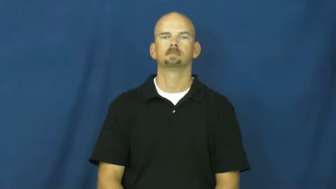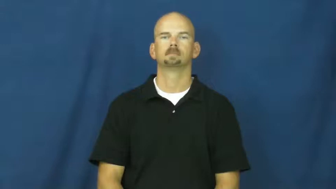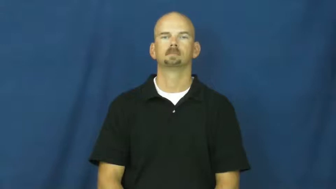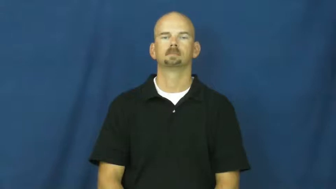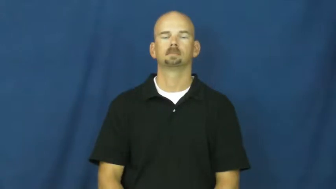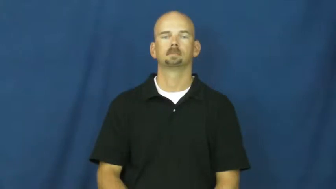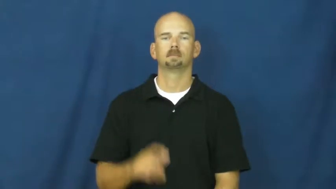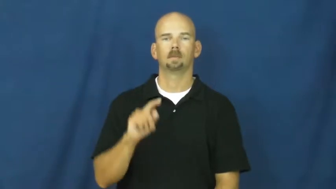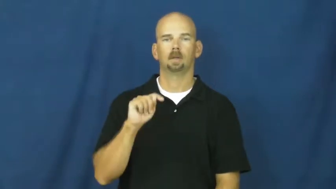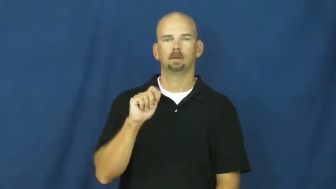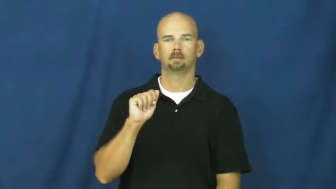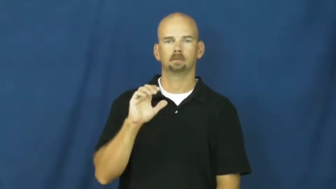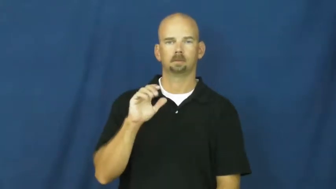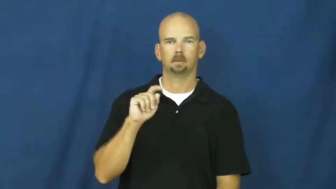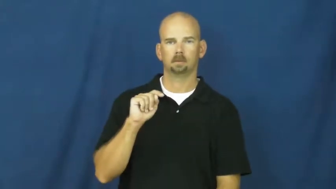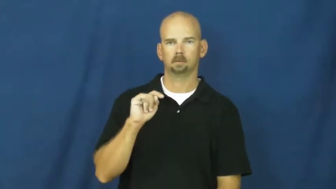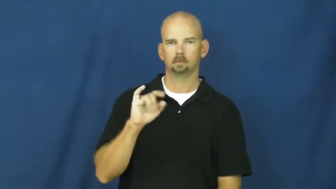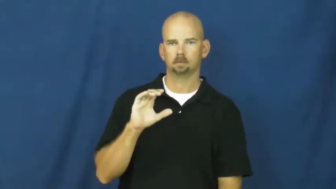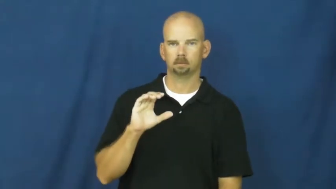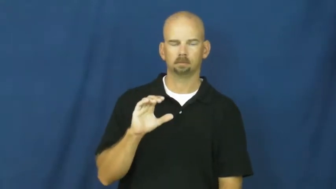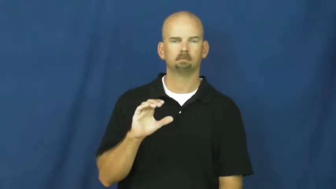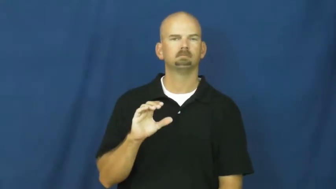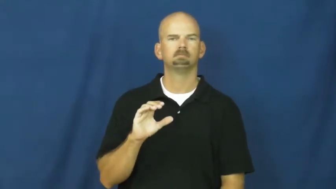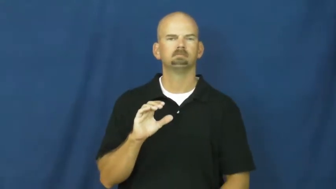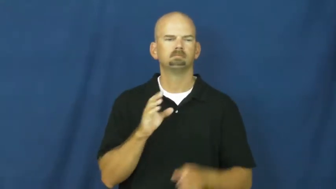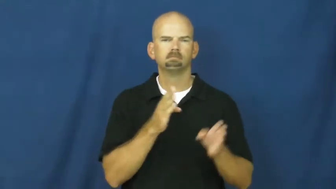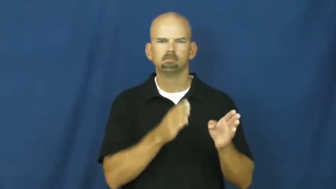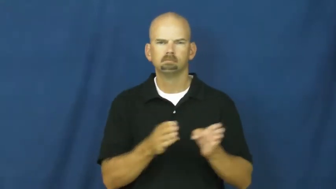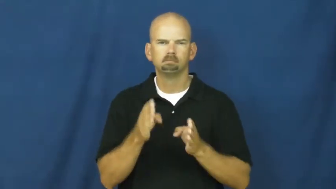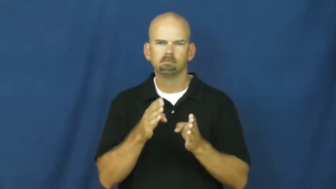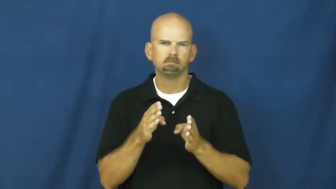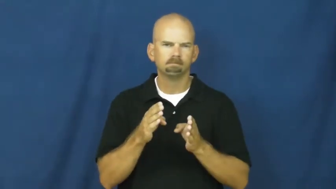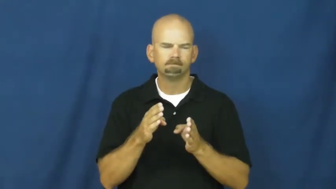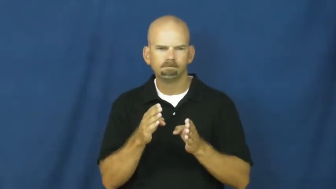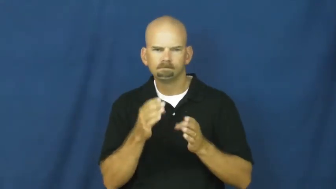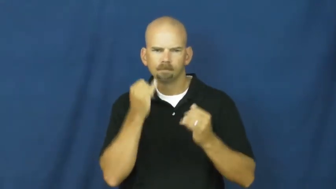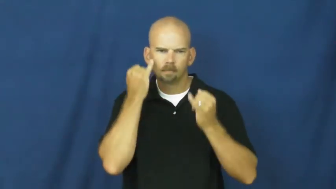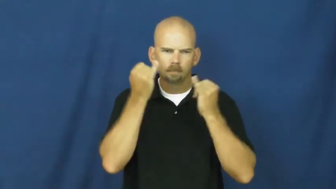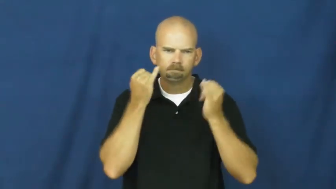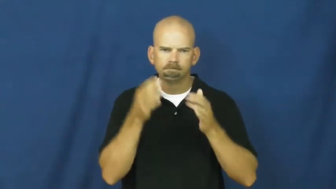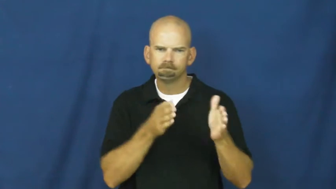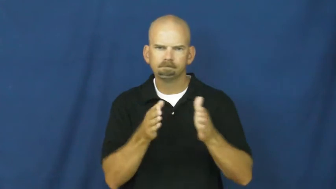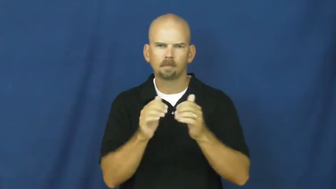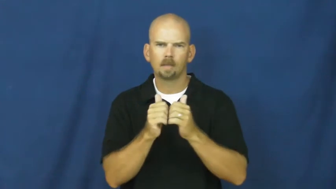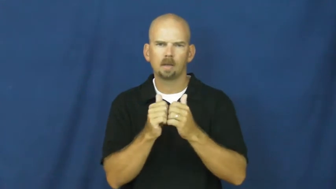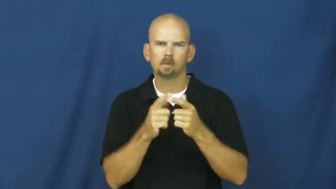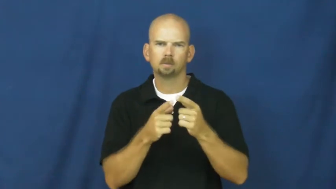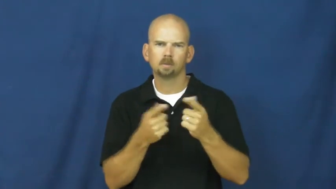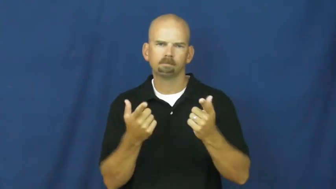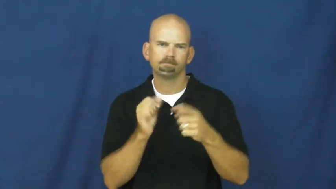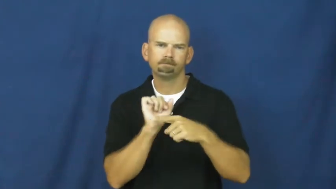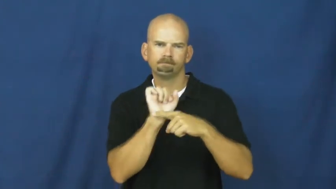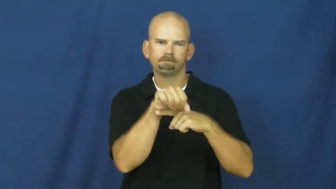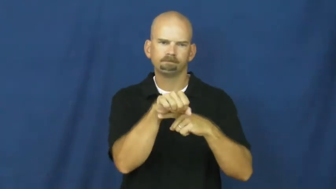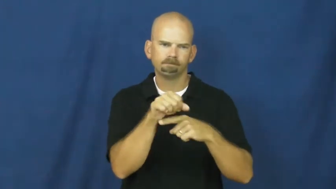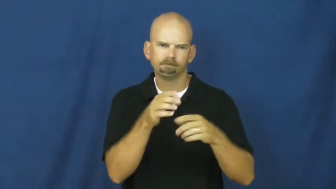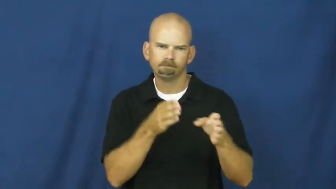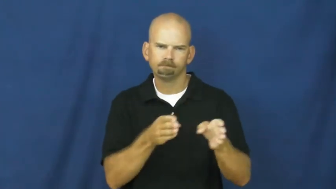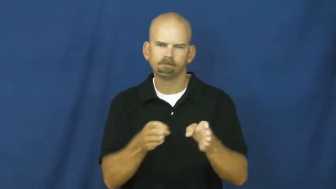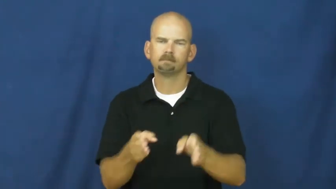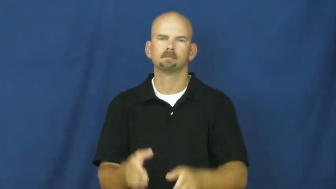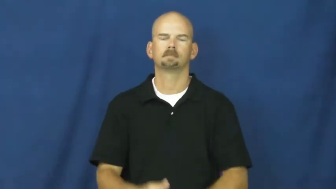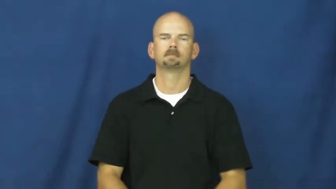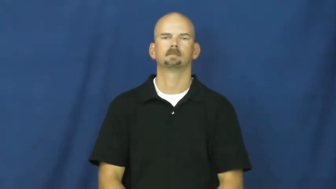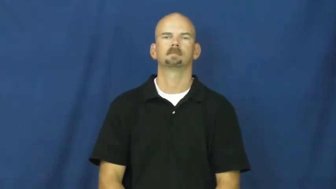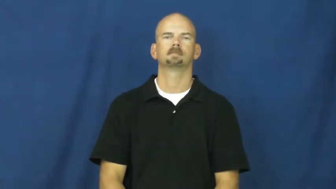tactic